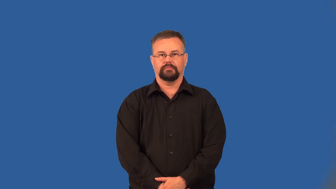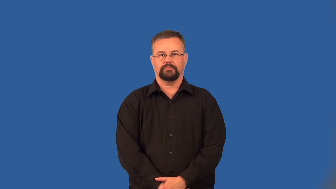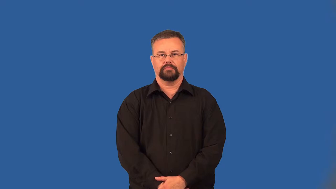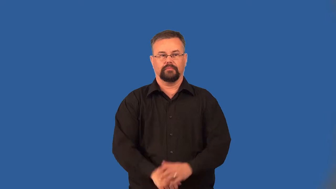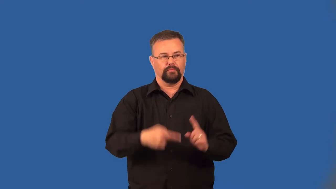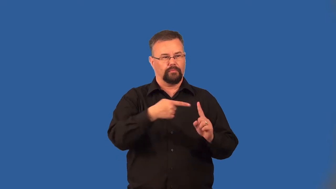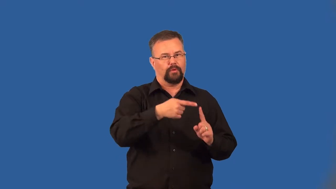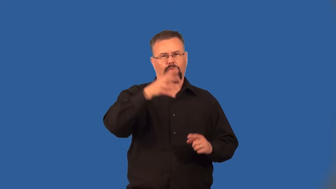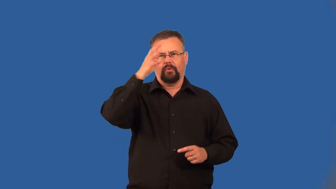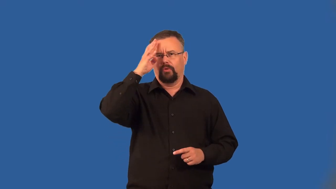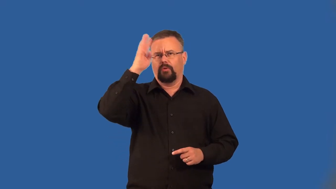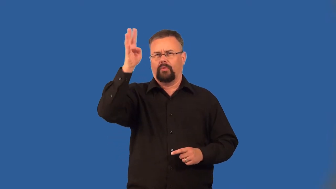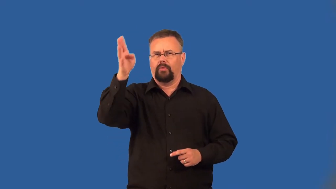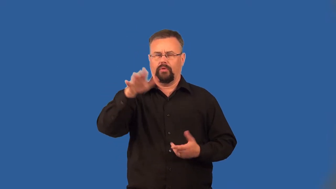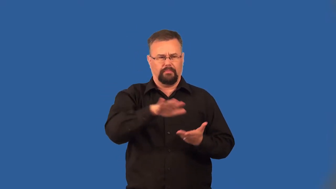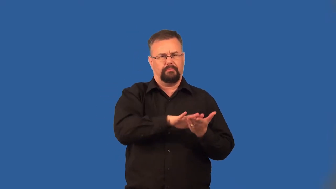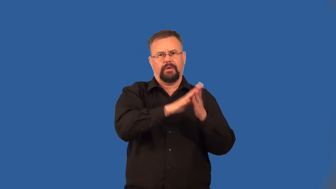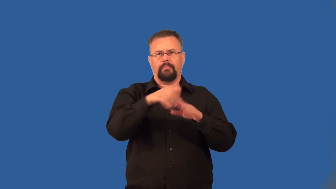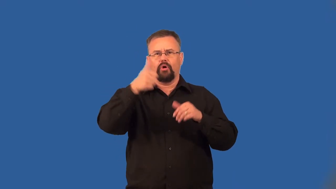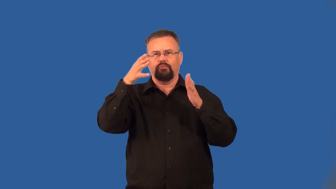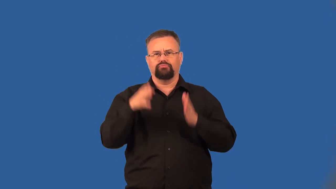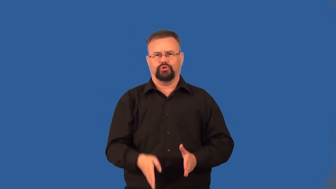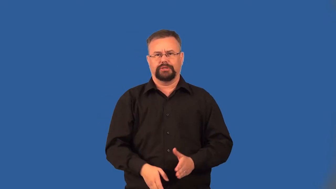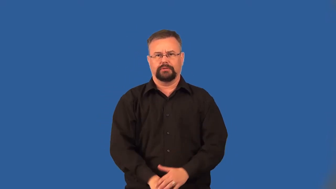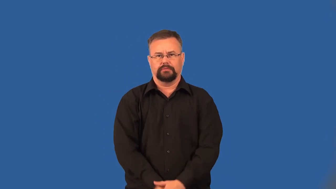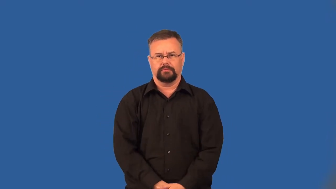impersonator,imposter